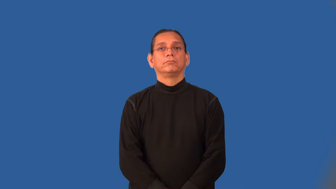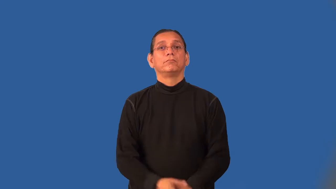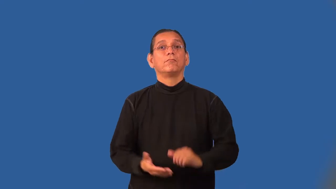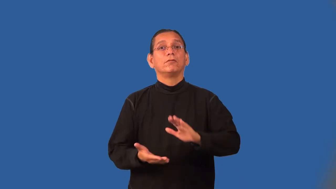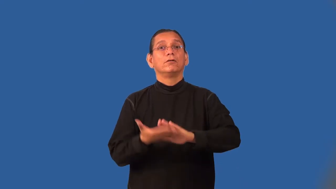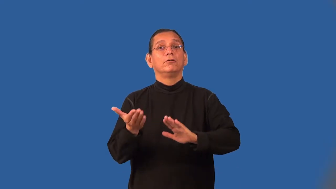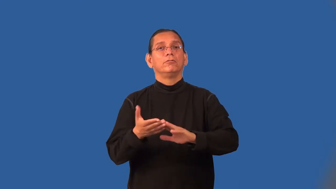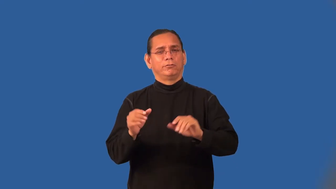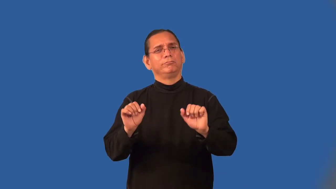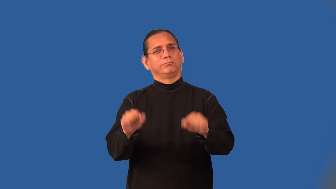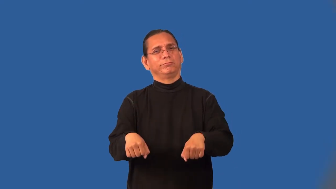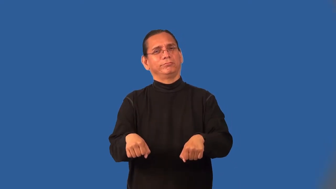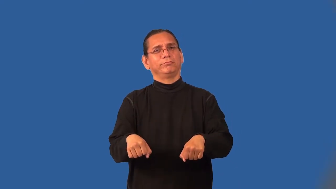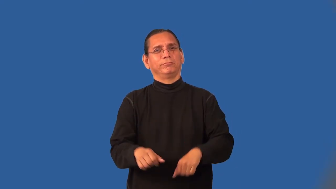operable-works